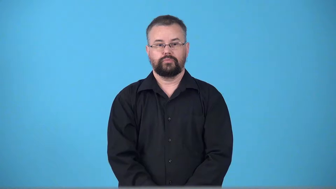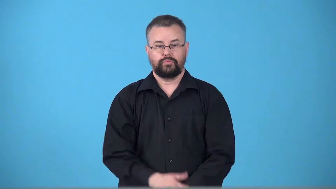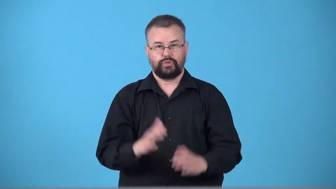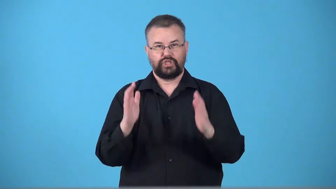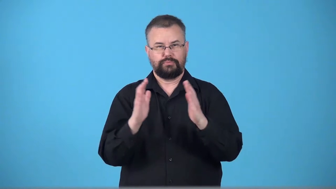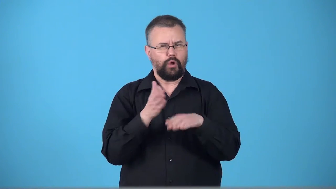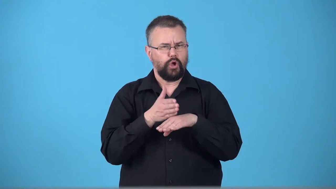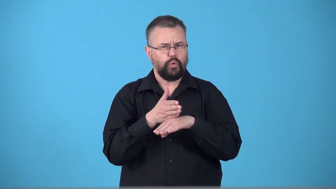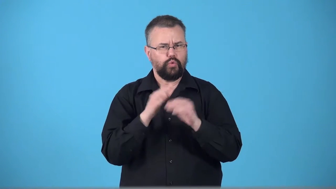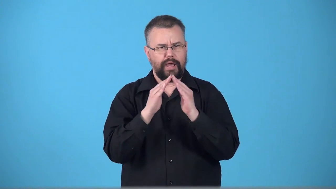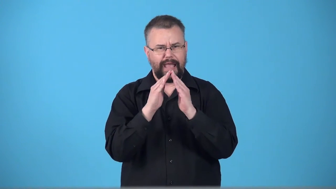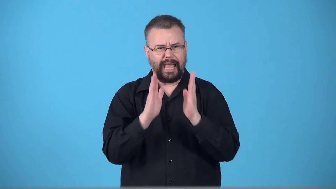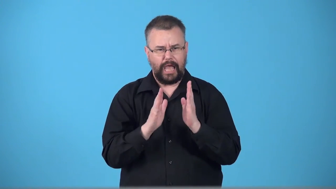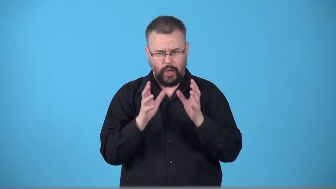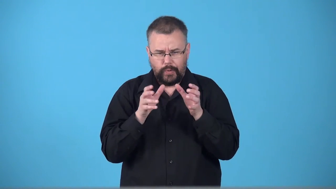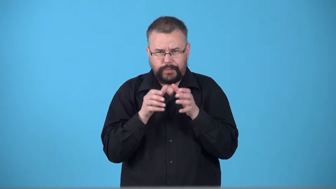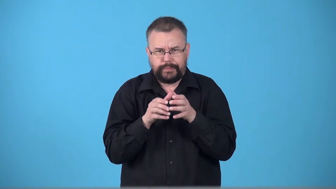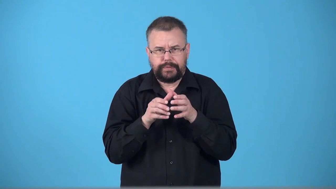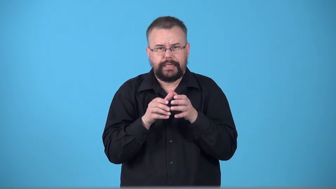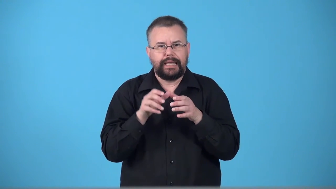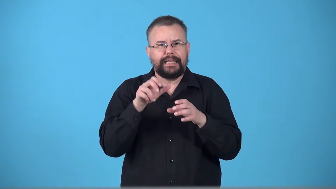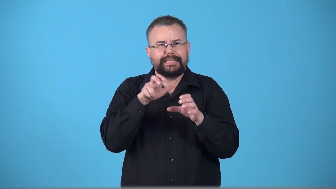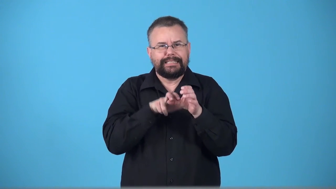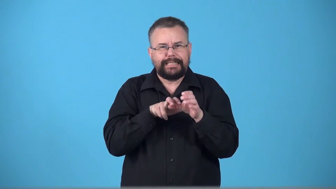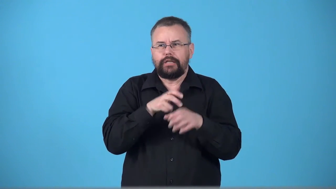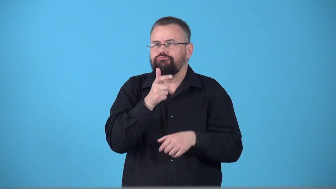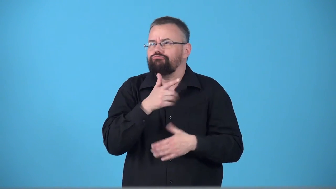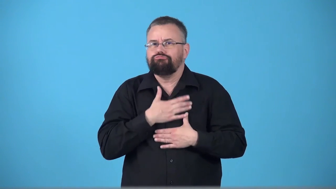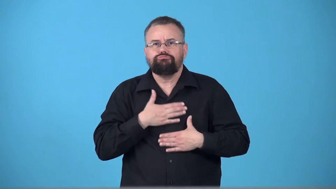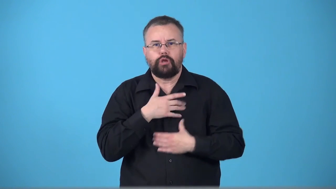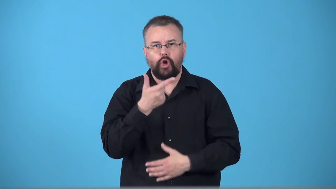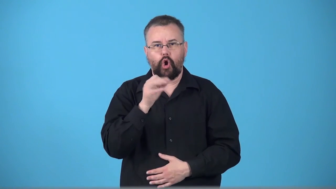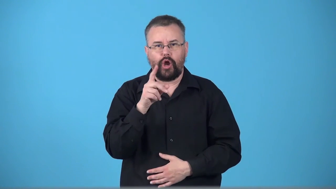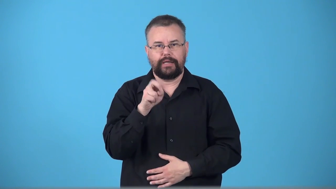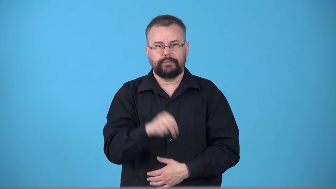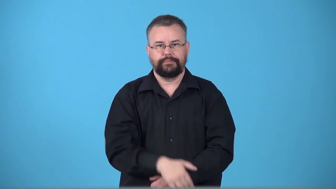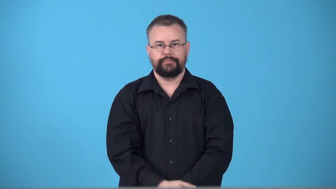summerhouse